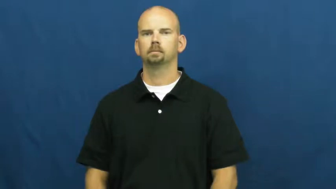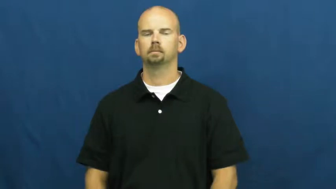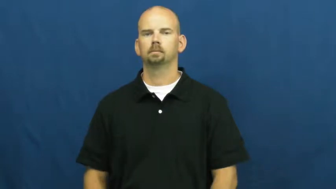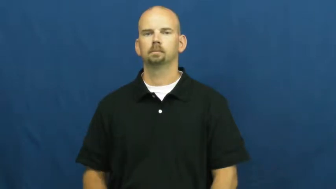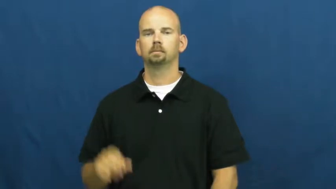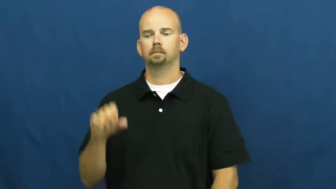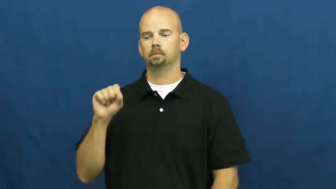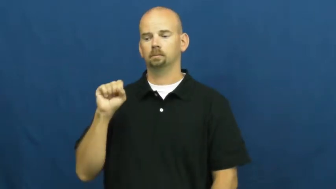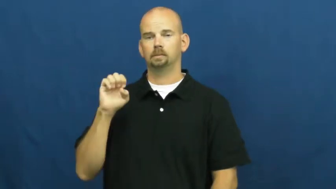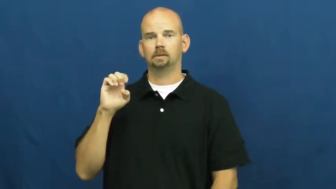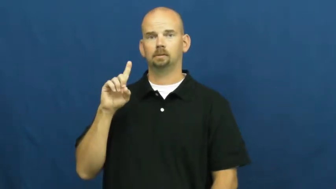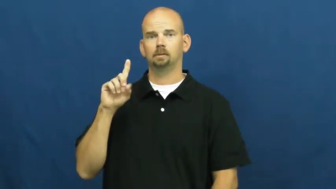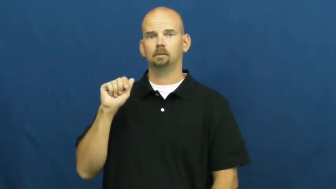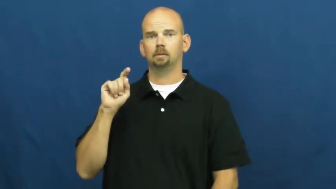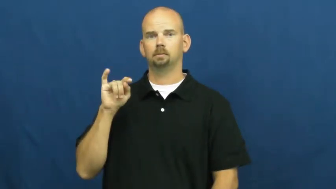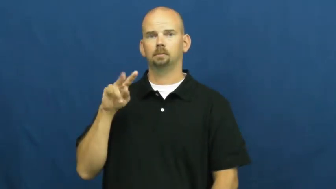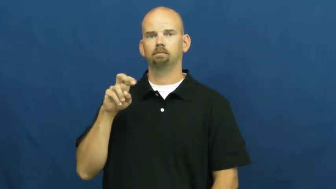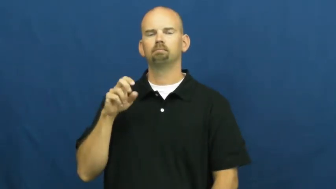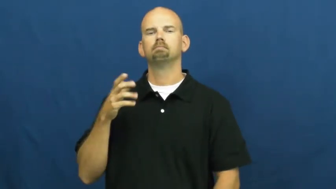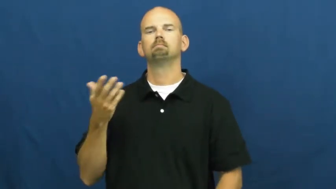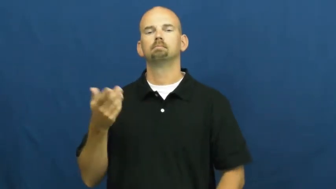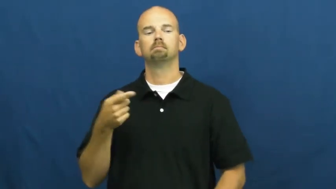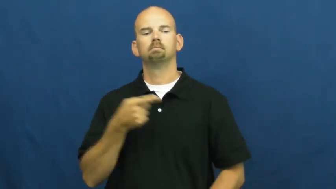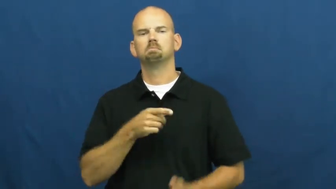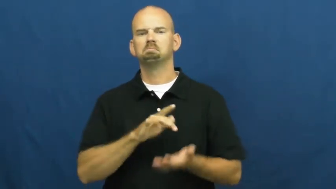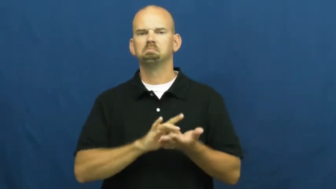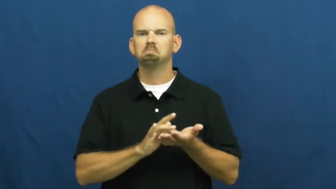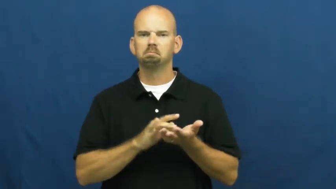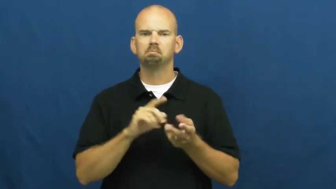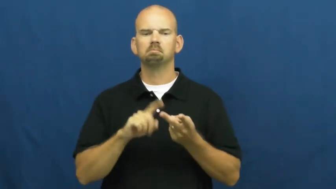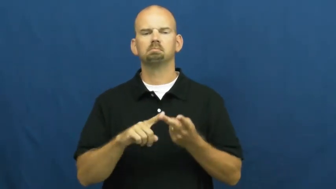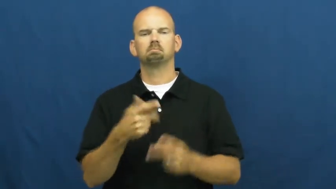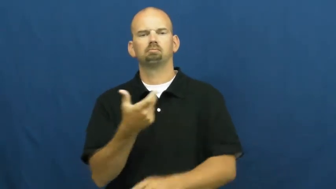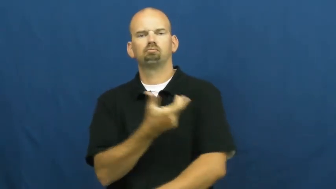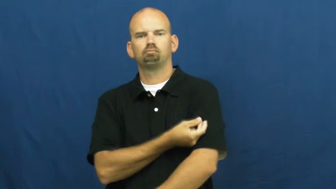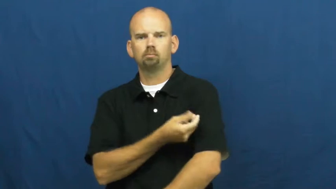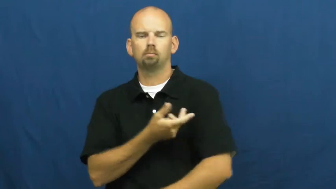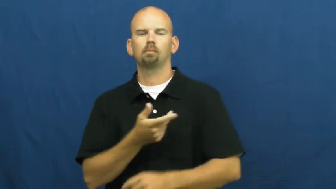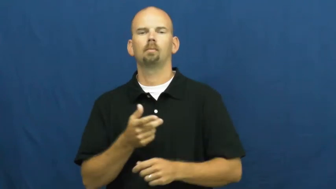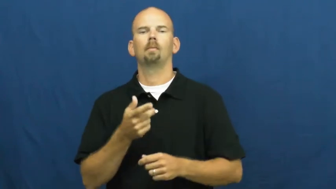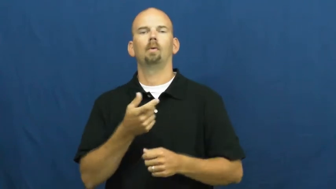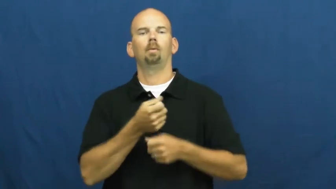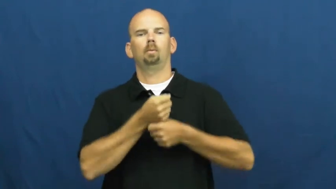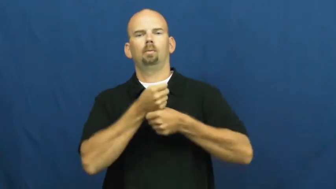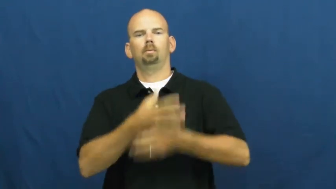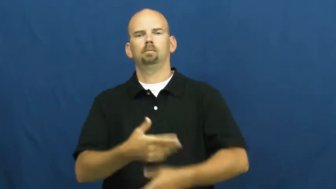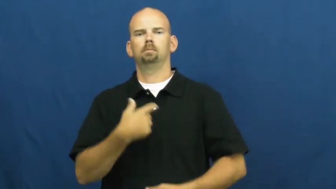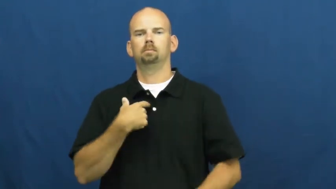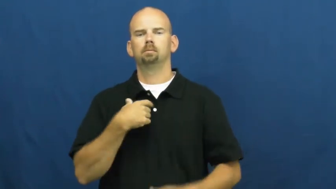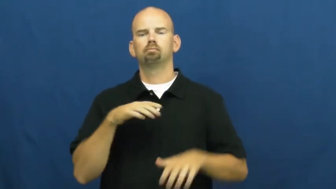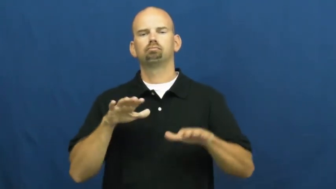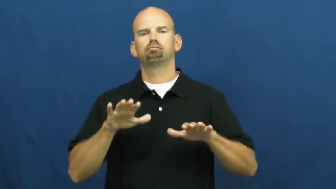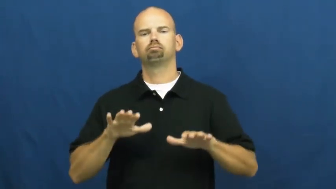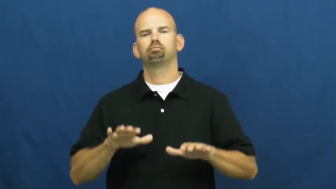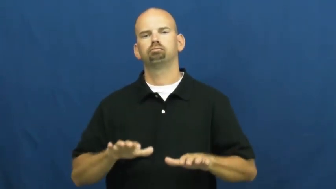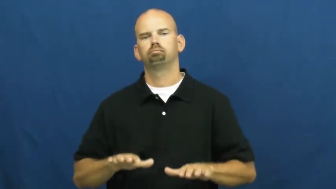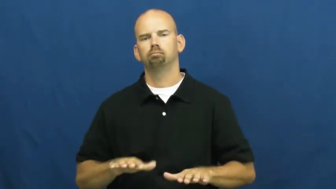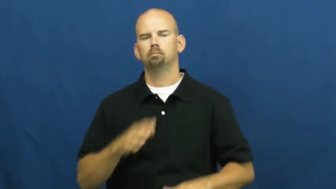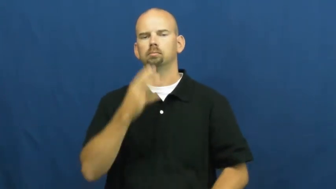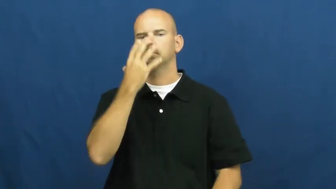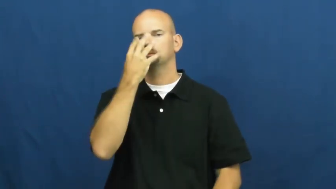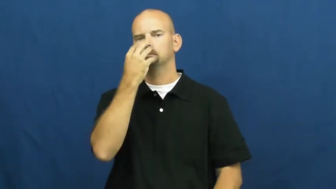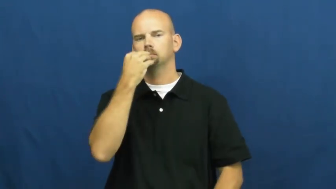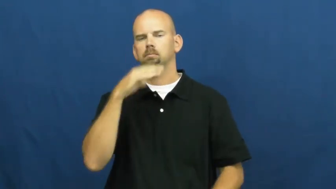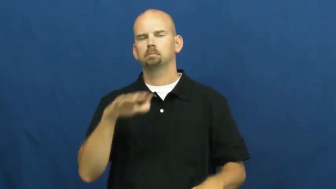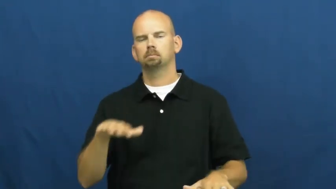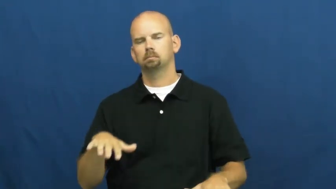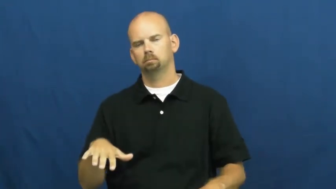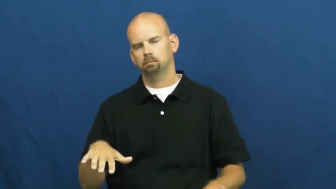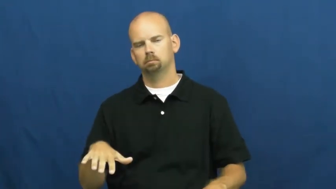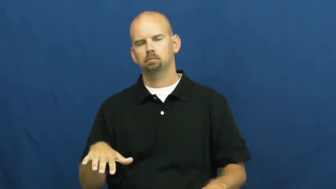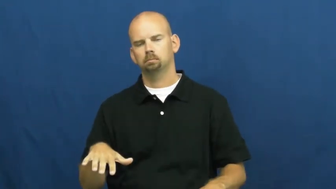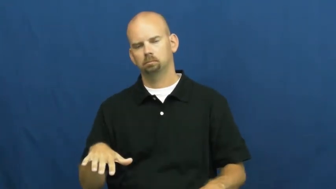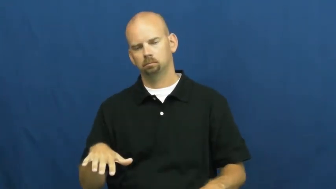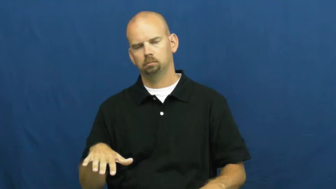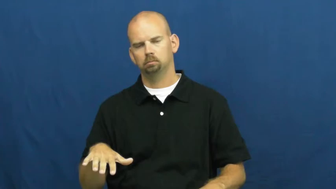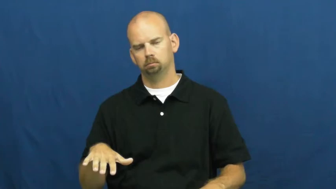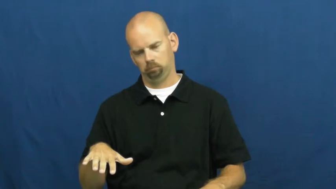sedative